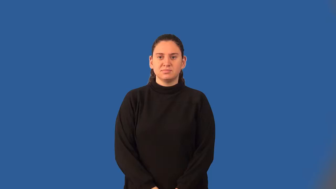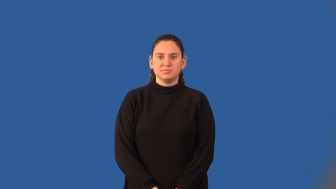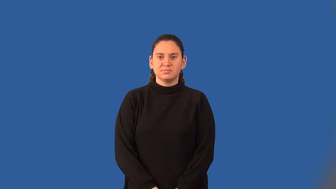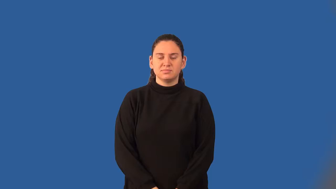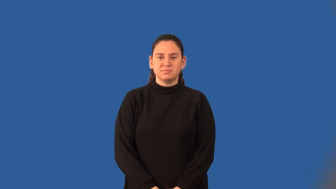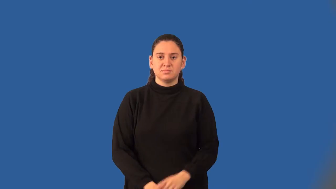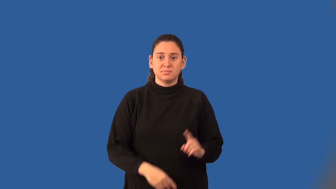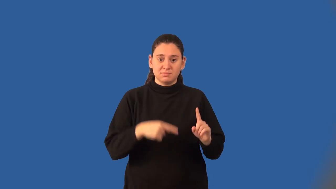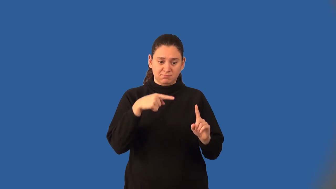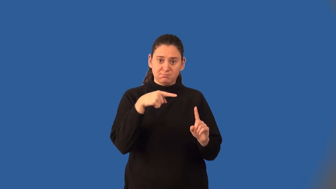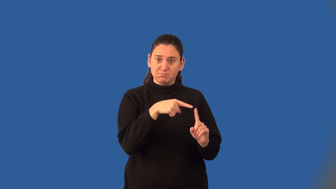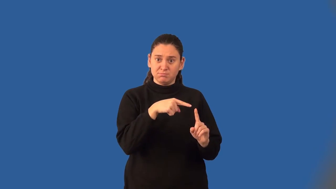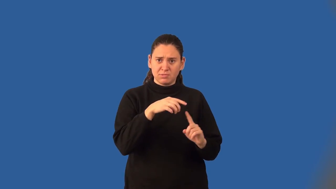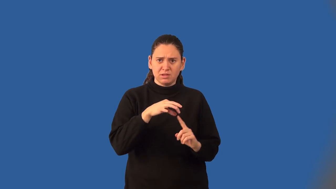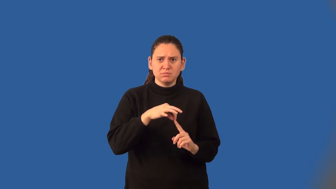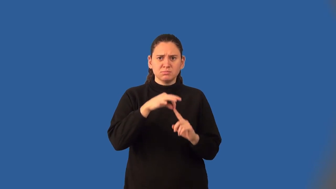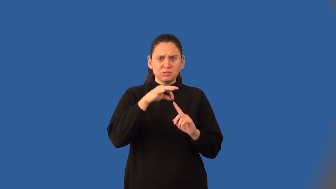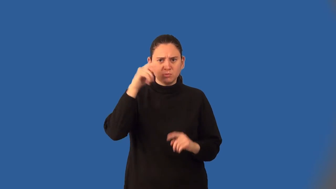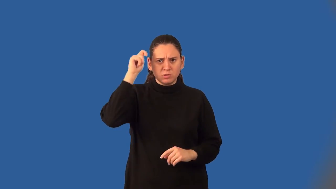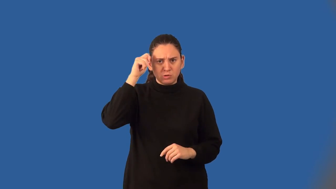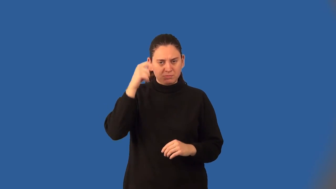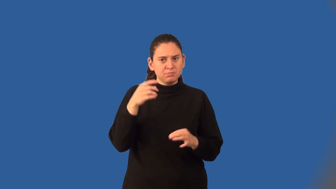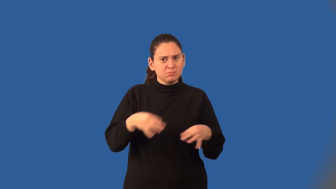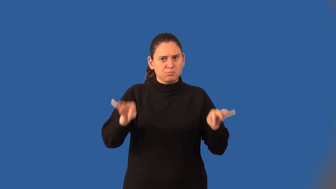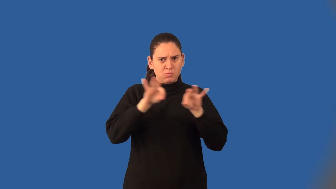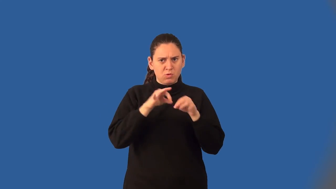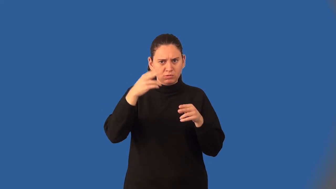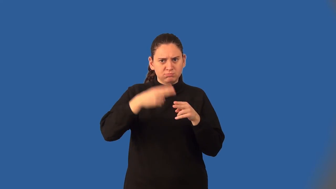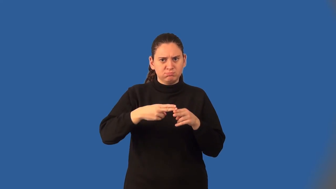corollary